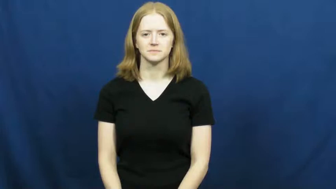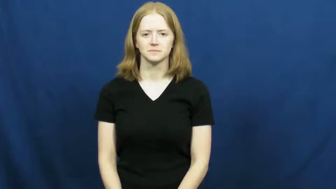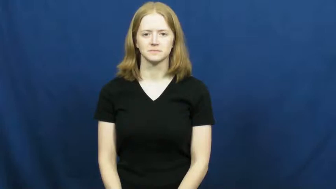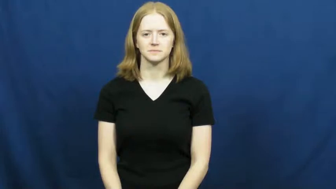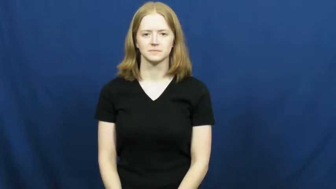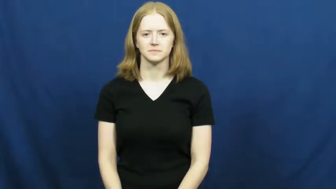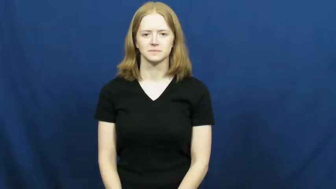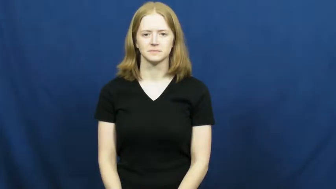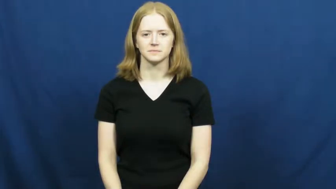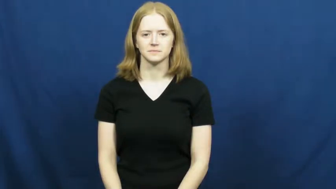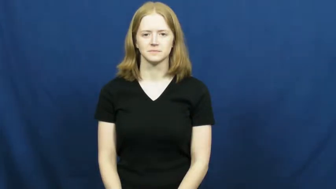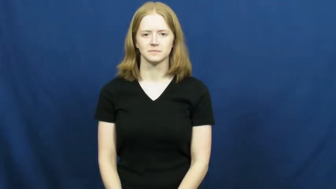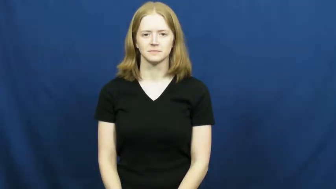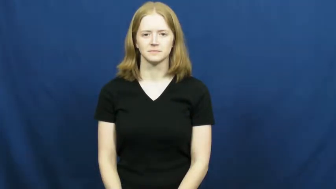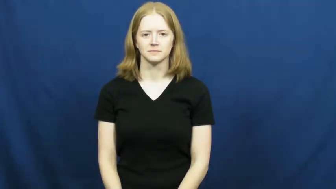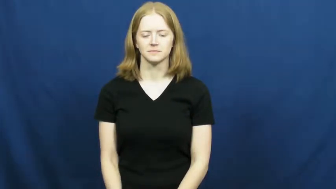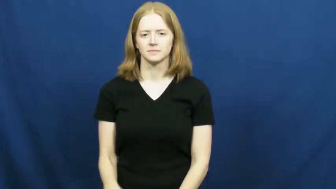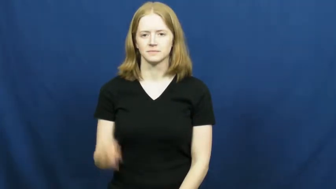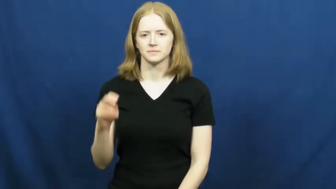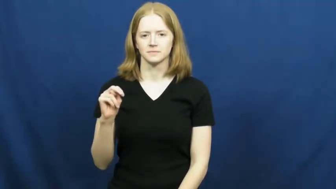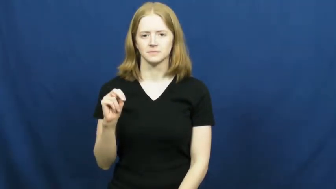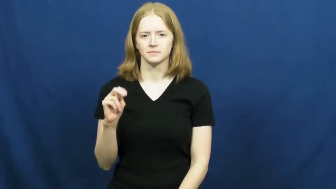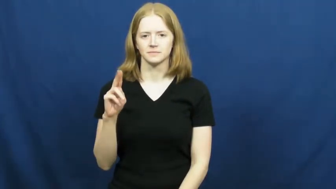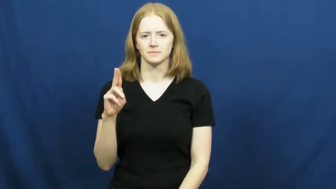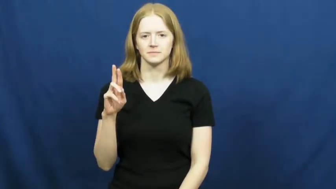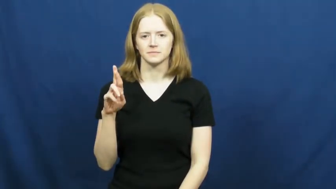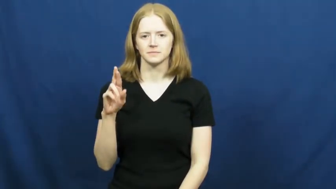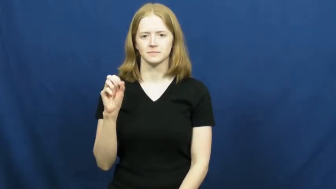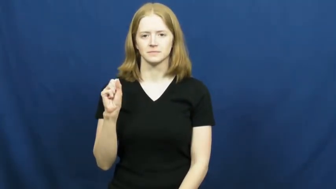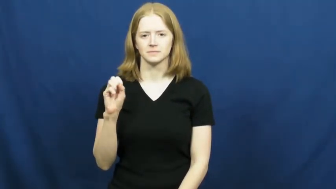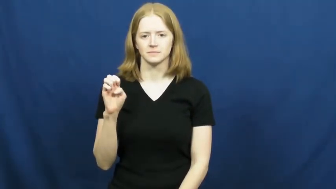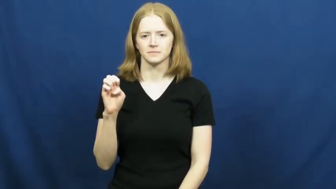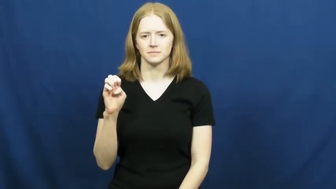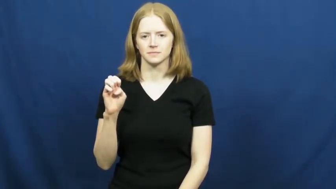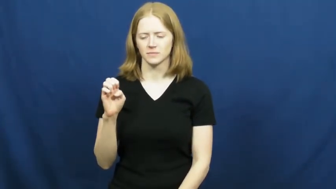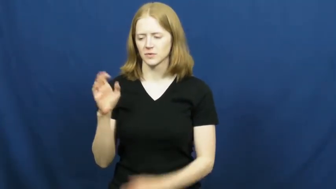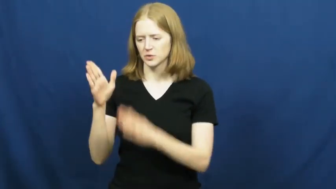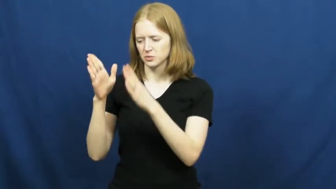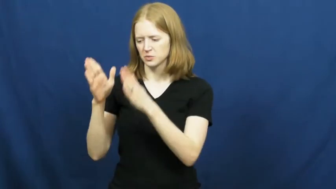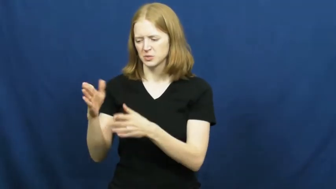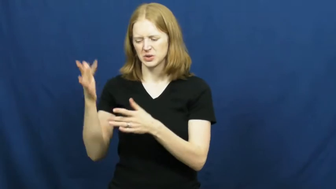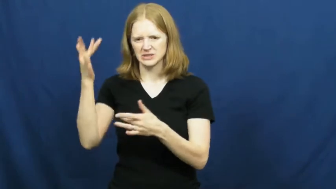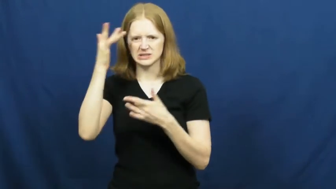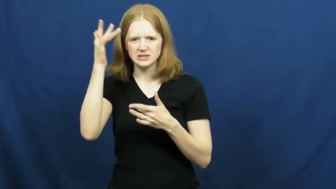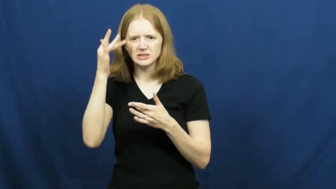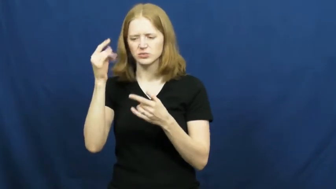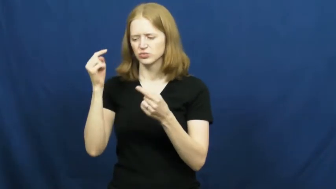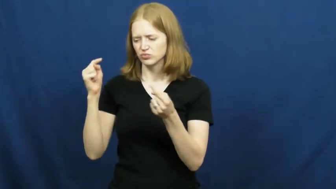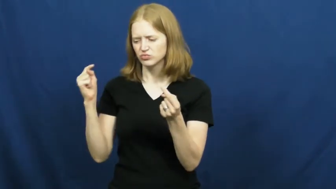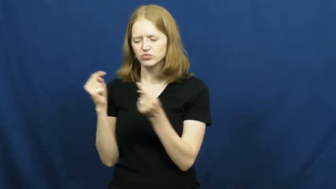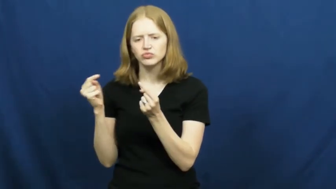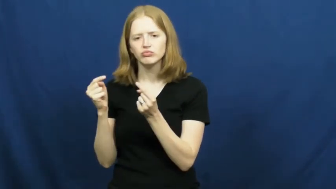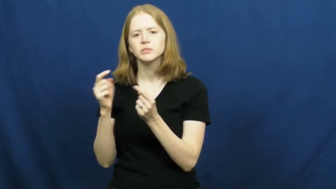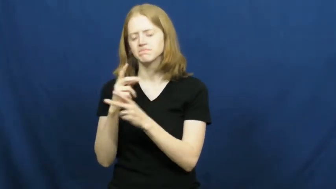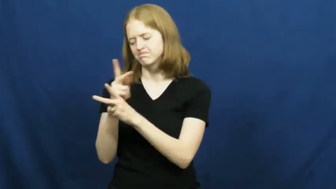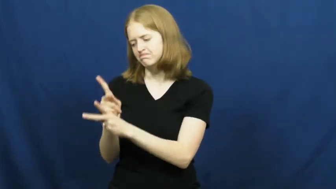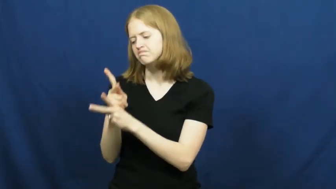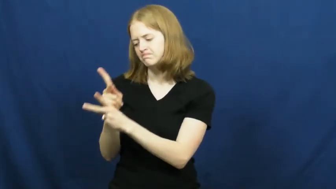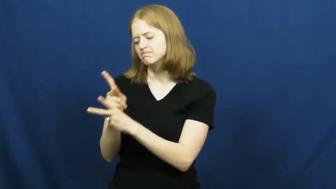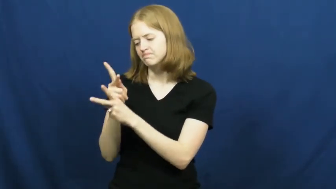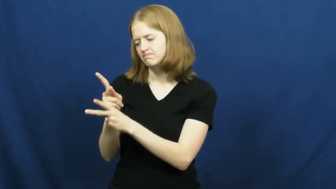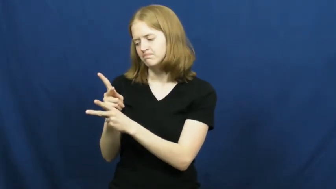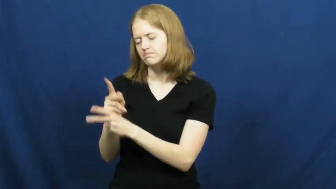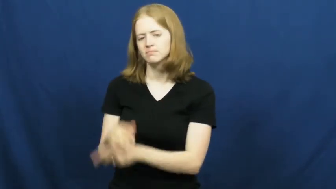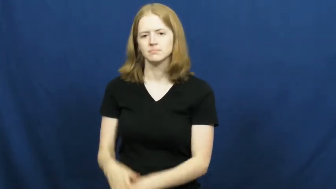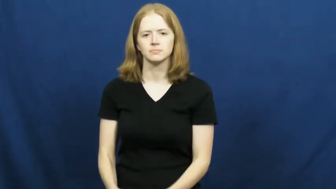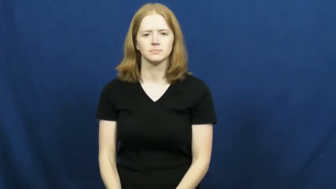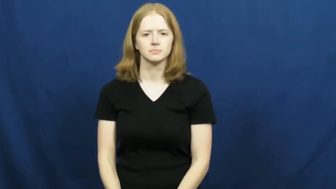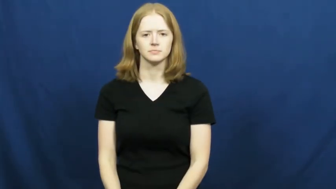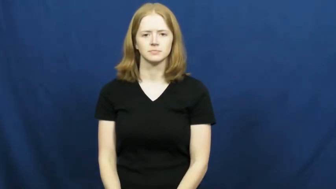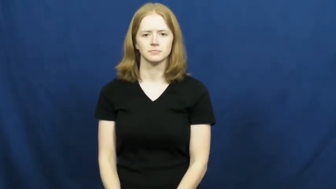nurse-take care